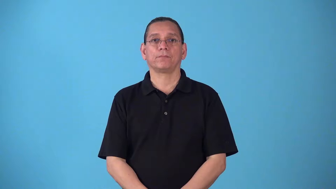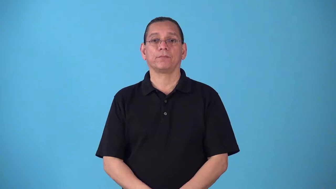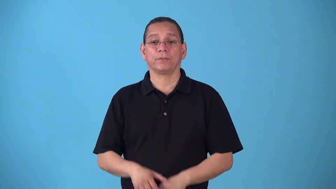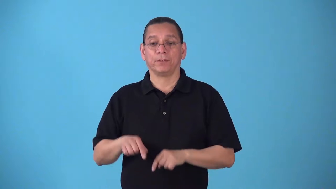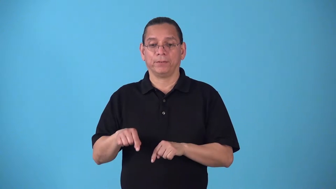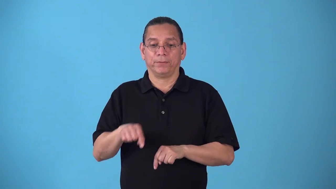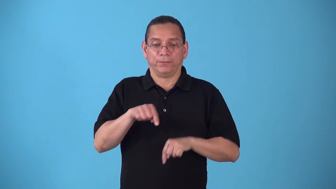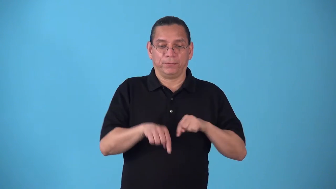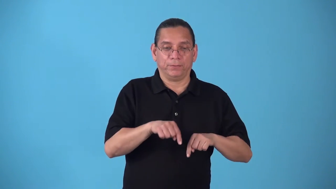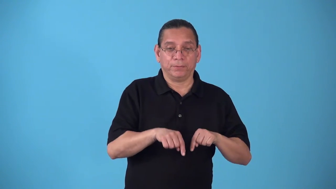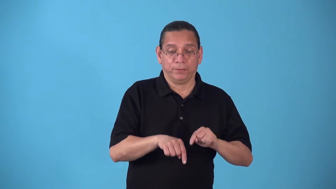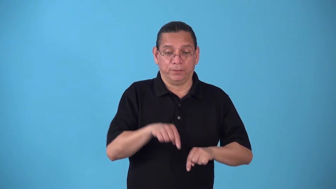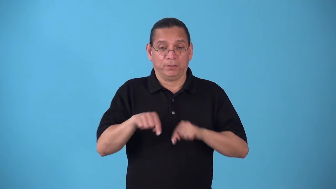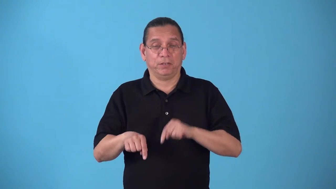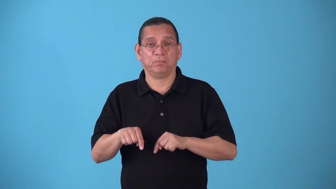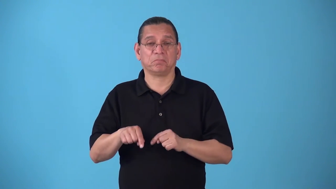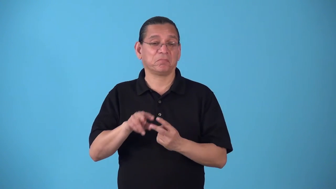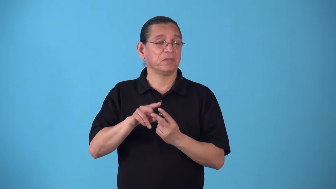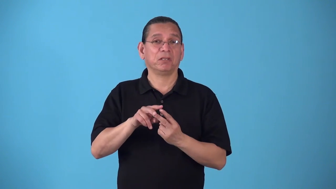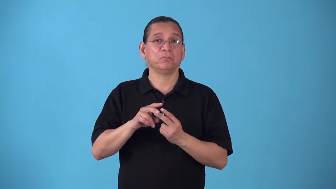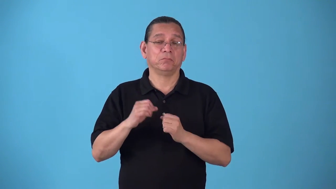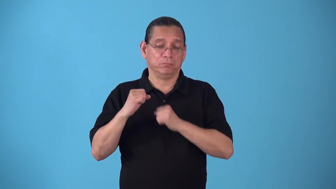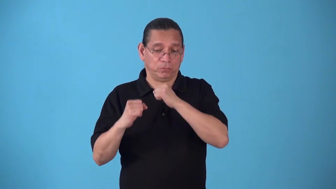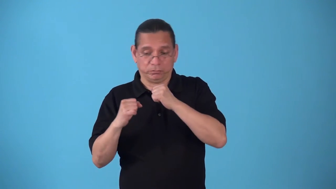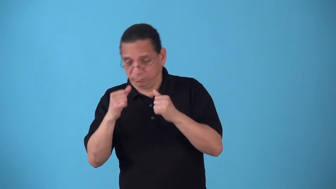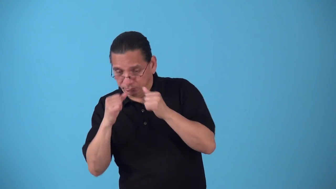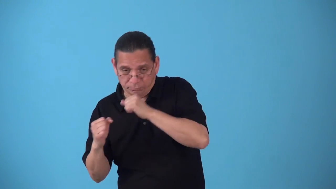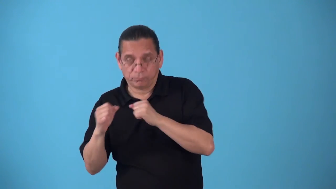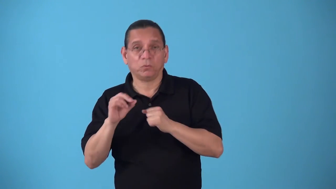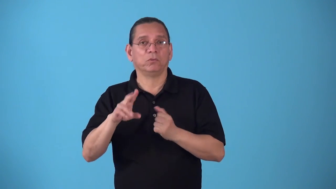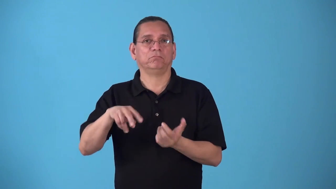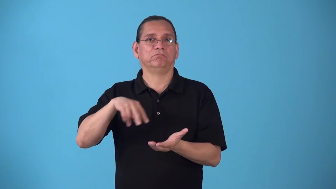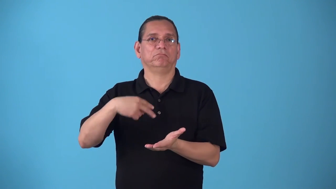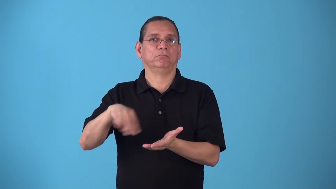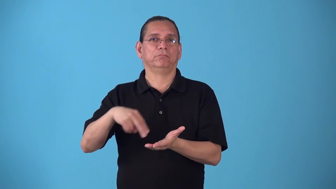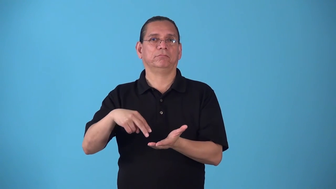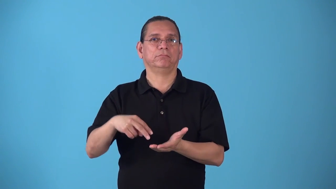sidestep-as in dancing